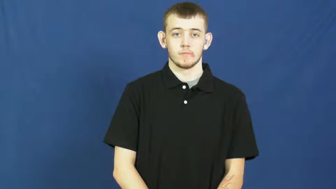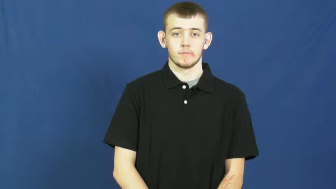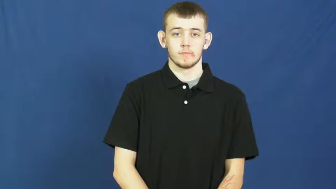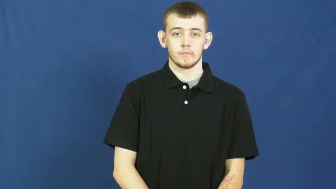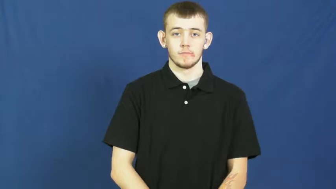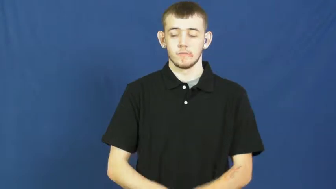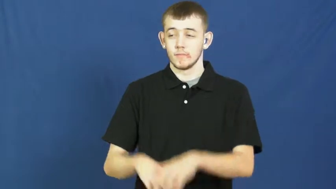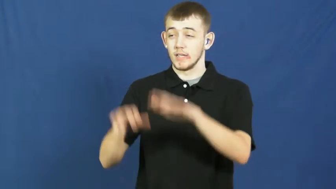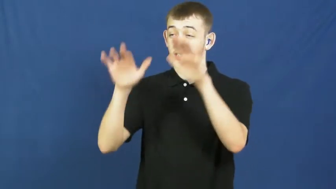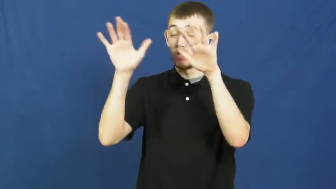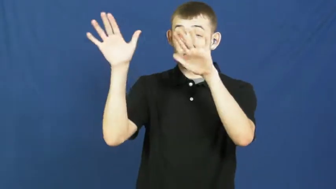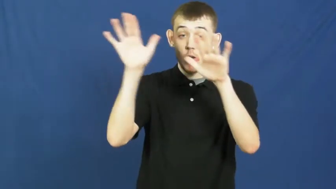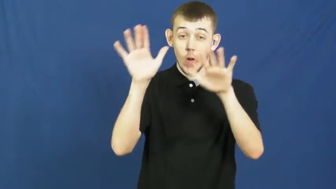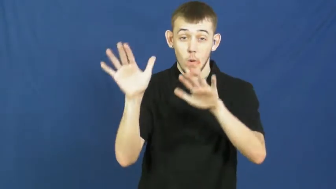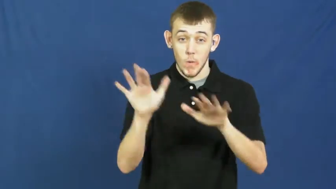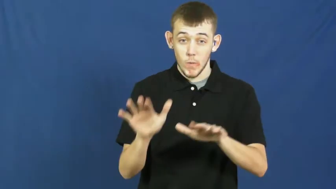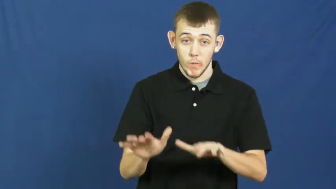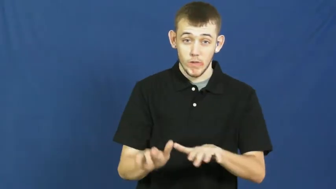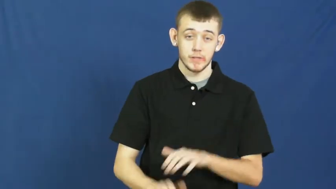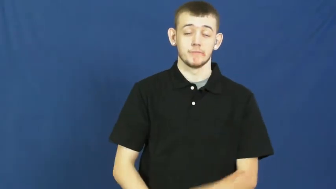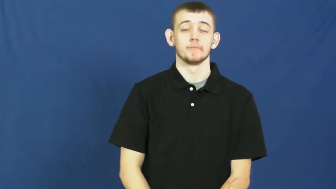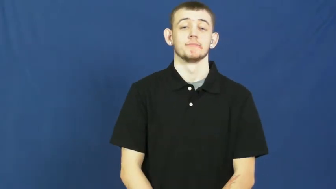snow,snow falling